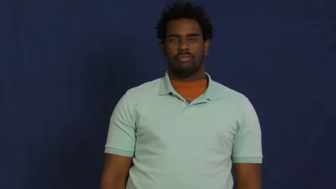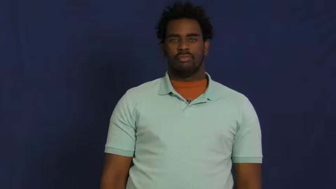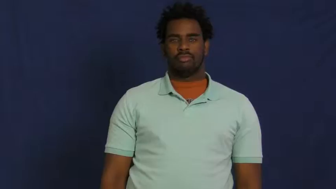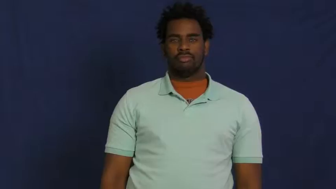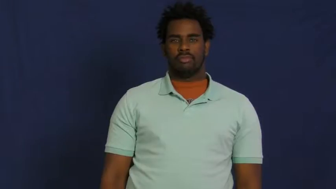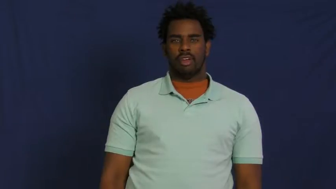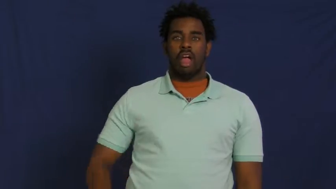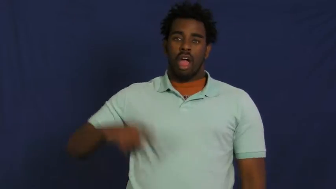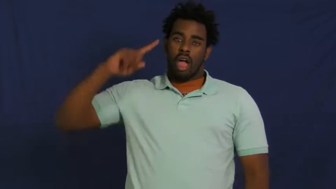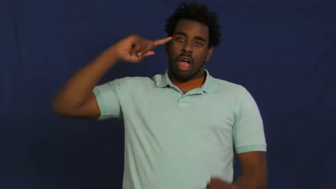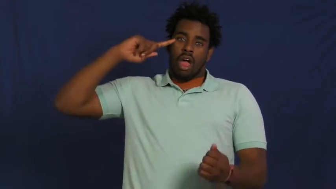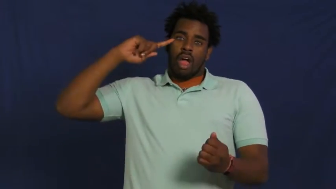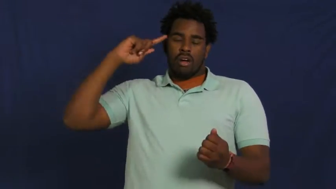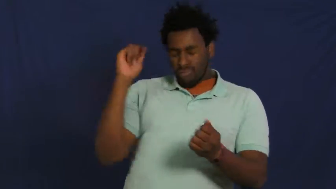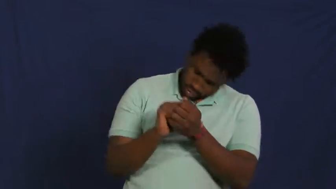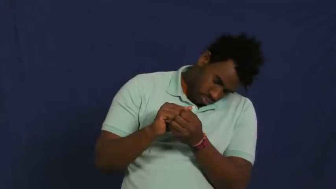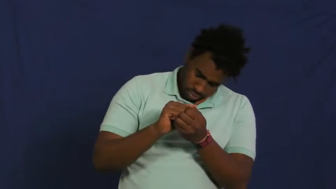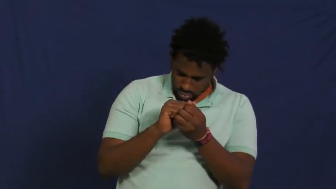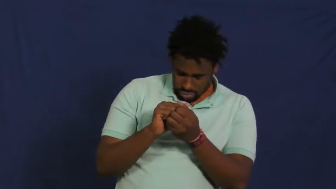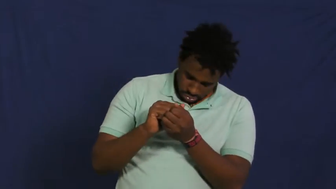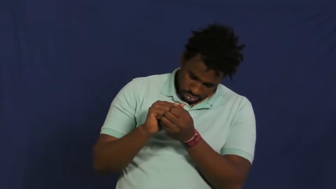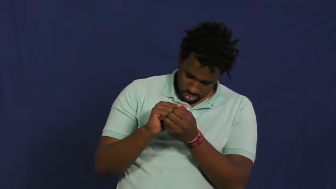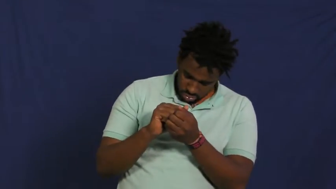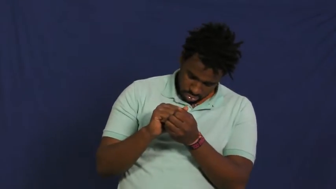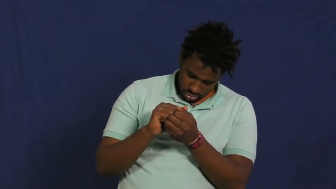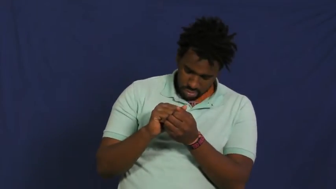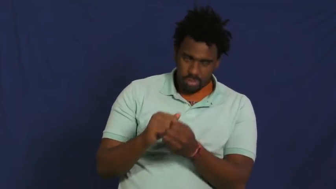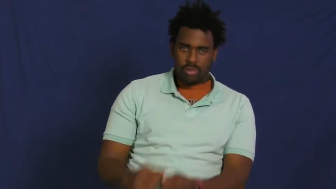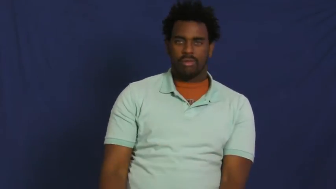zonk out